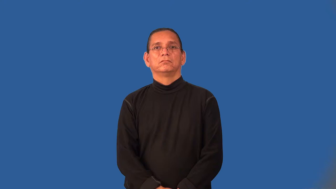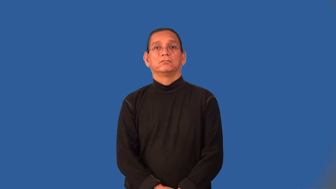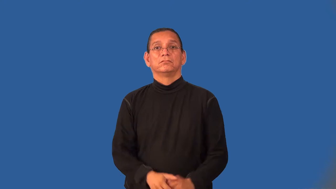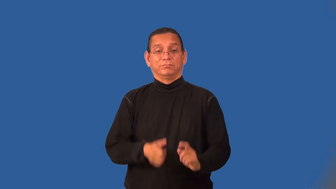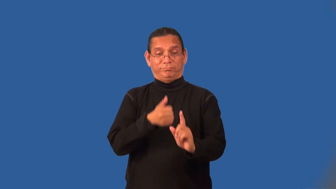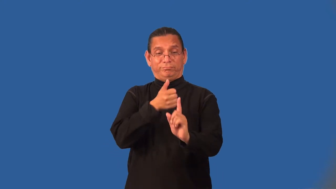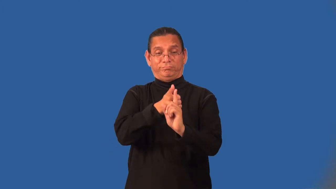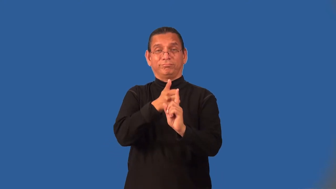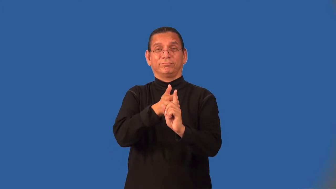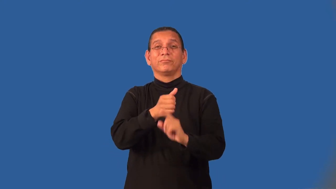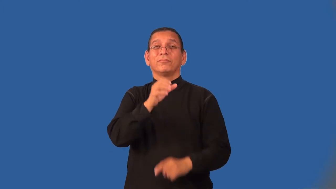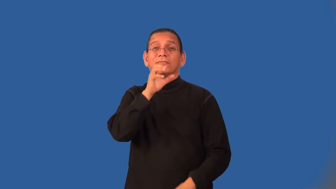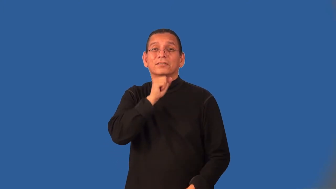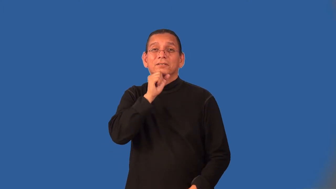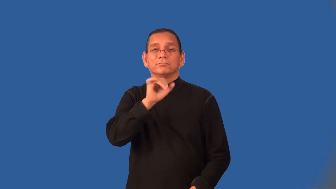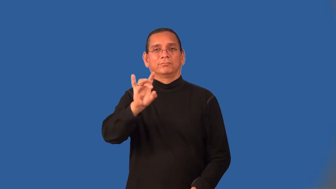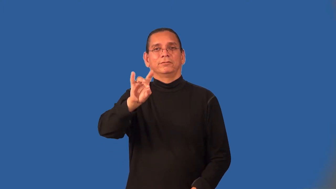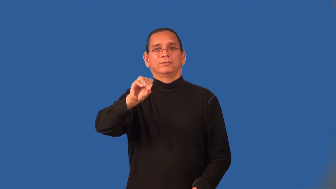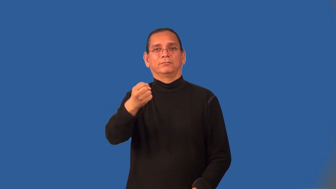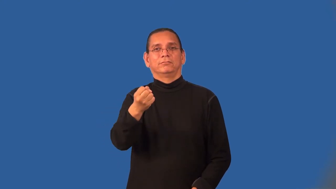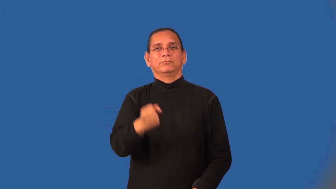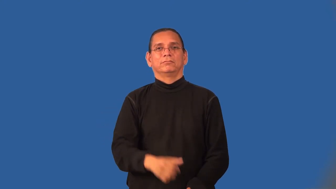octogenarian